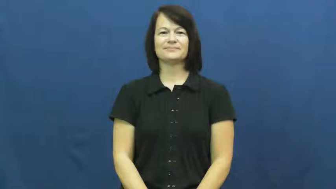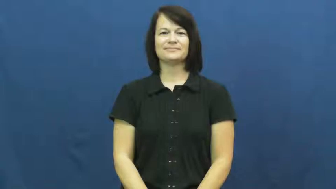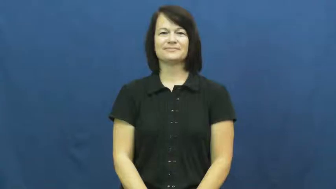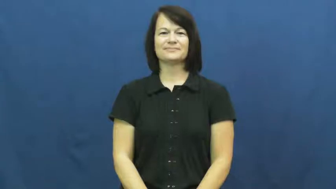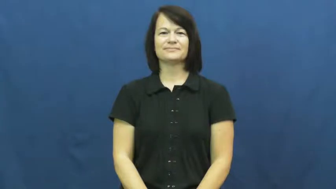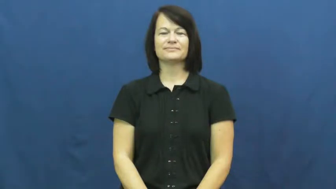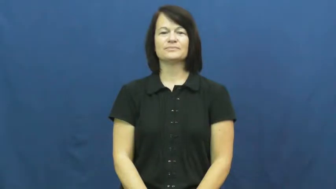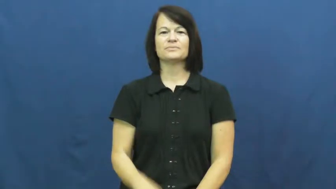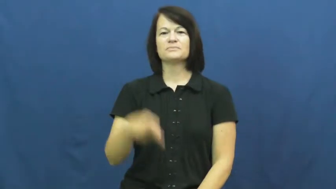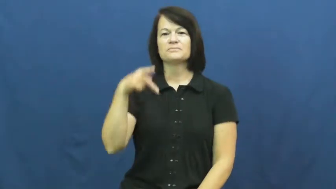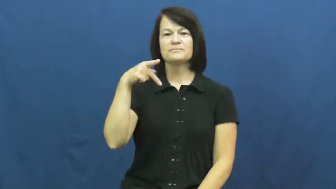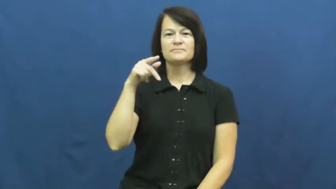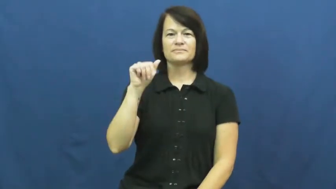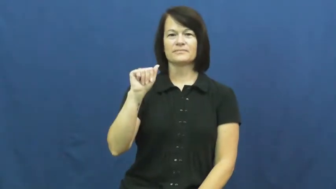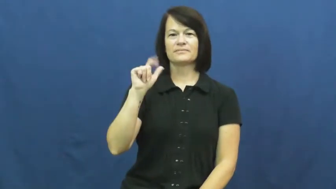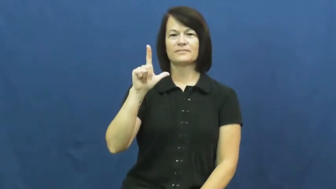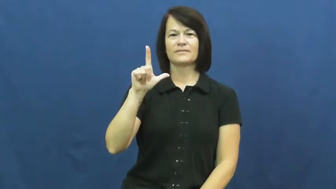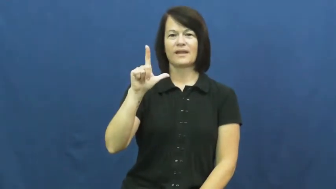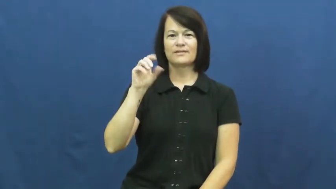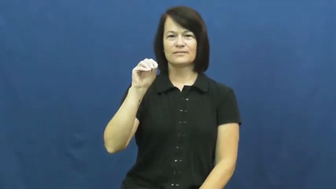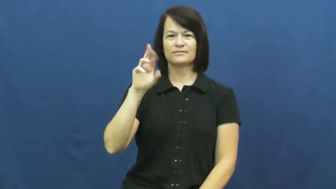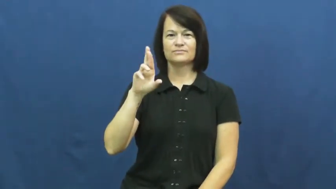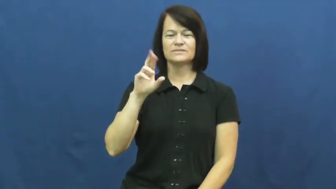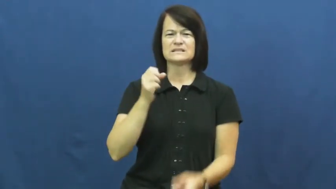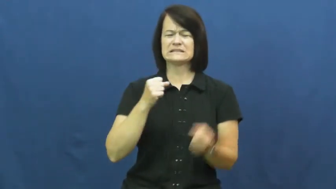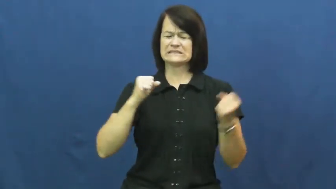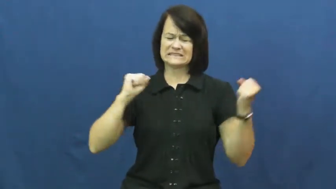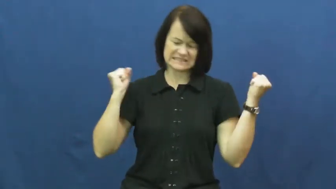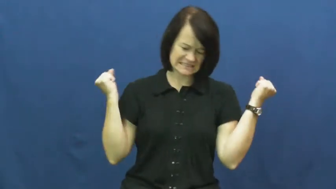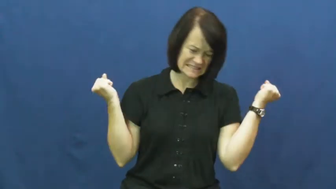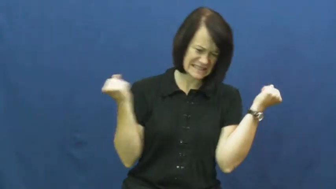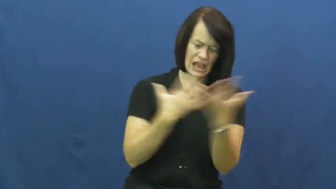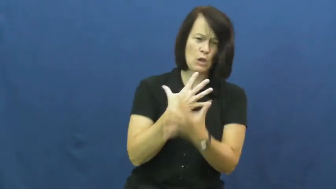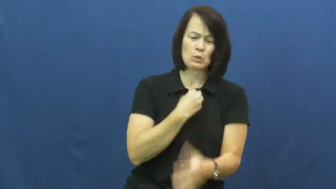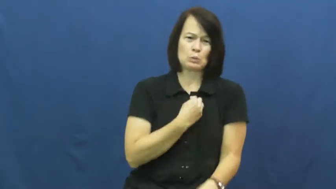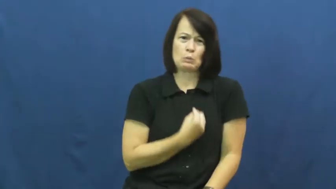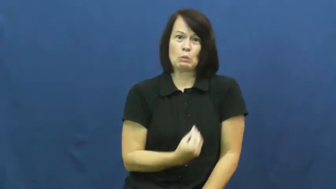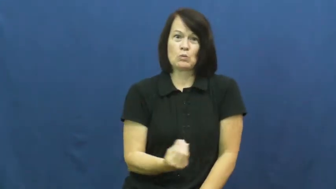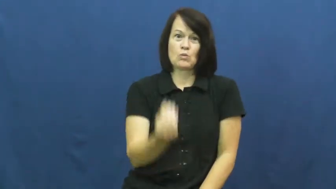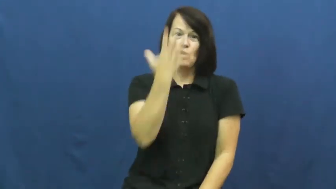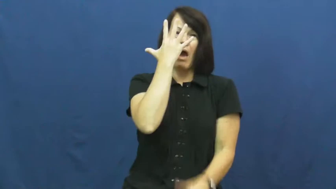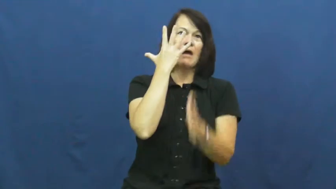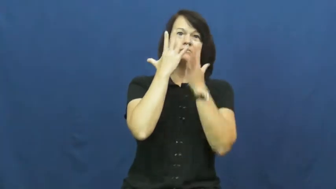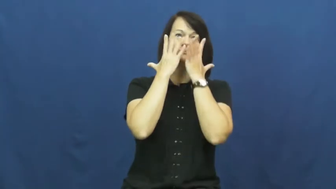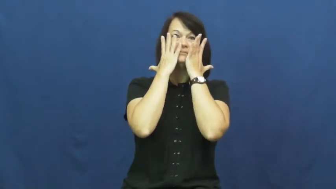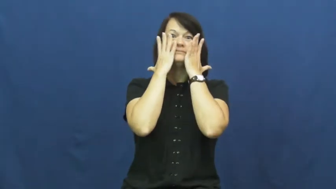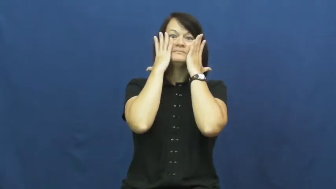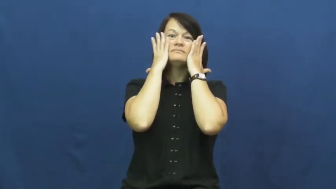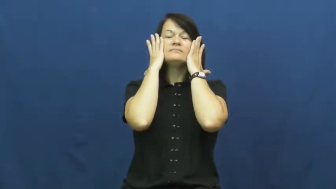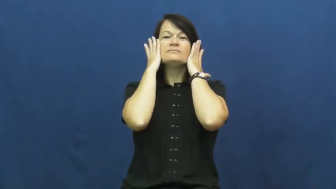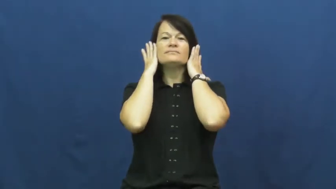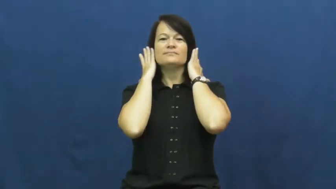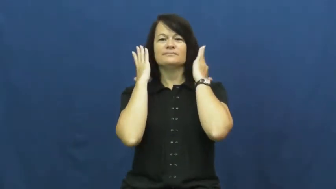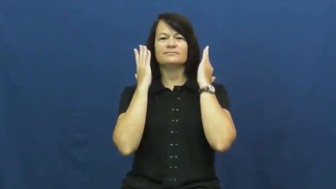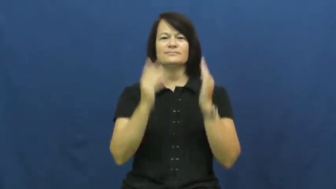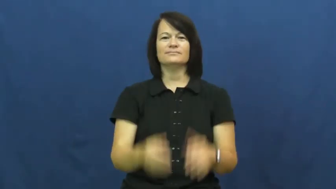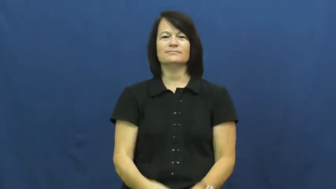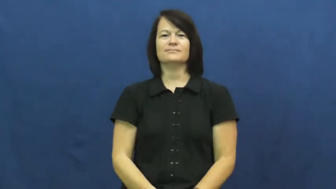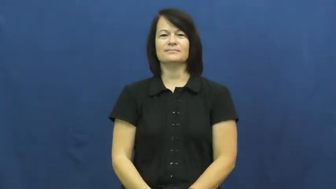pallor